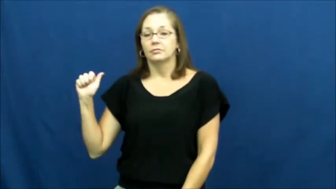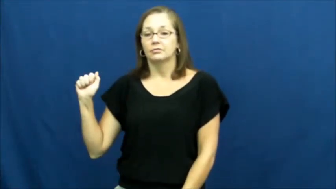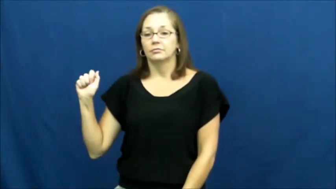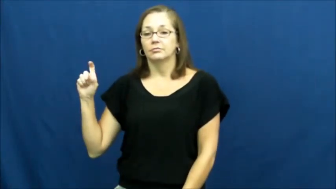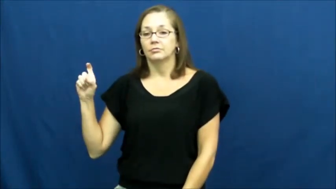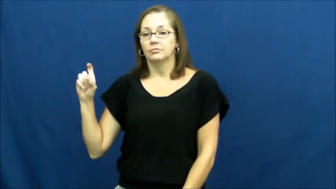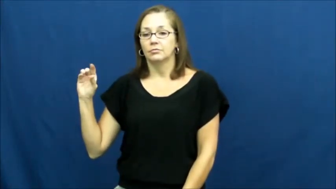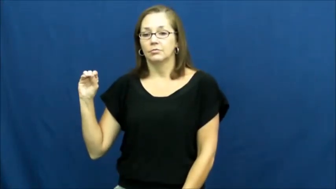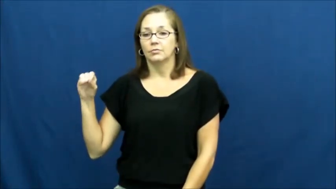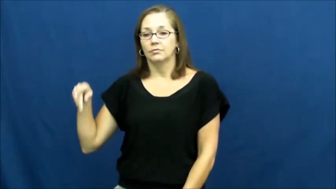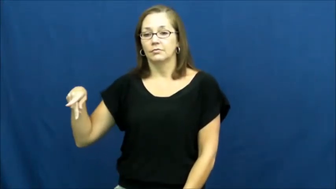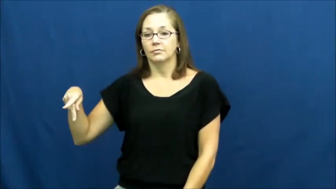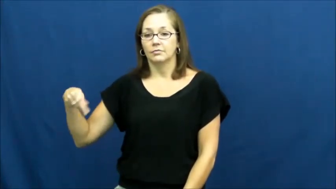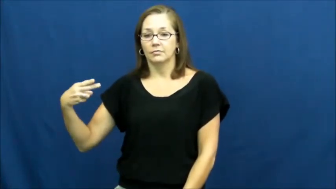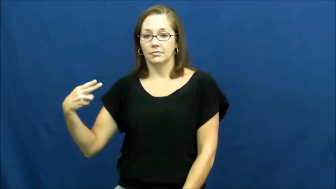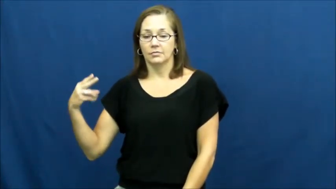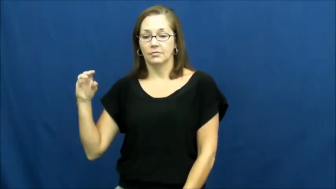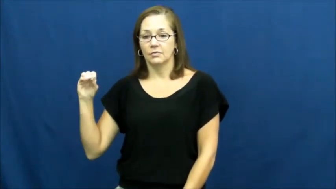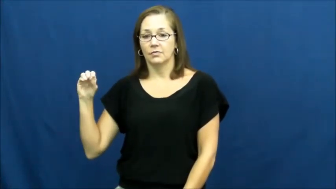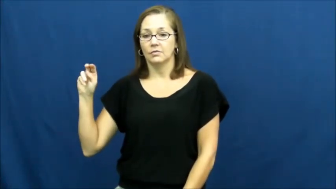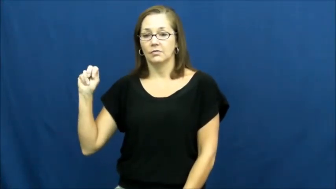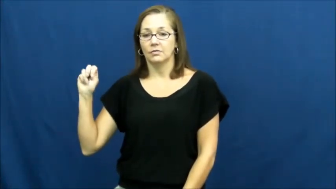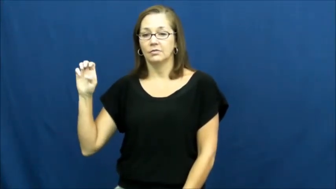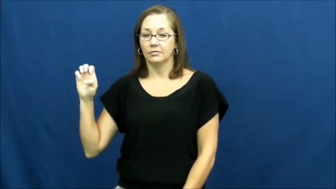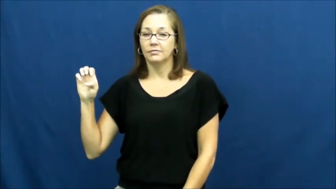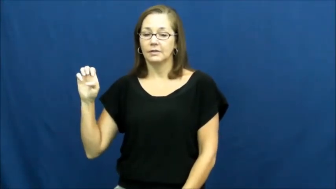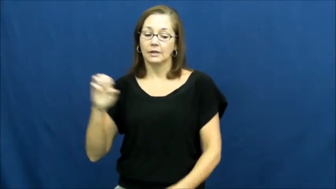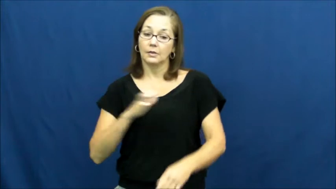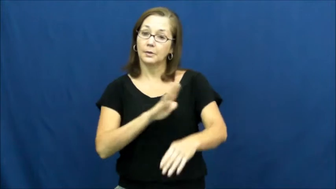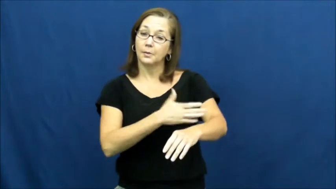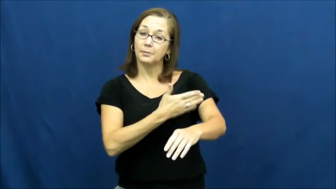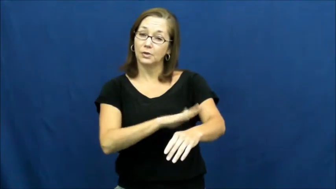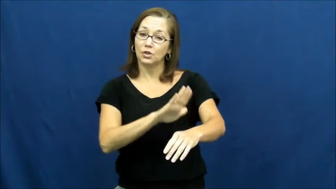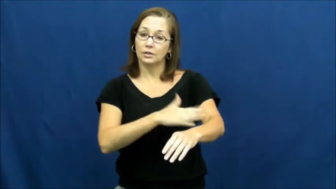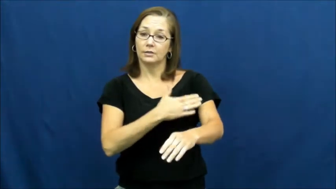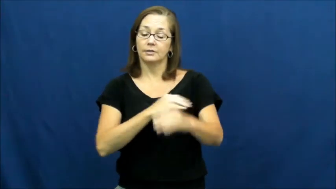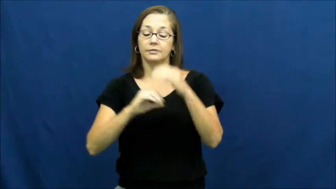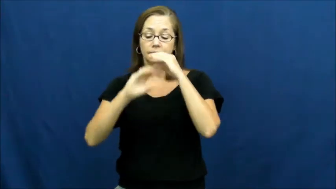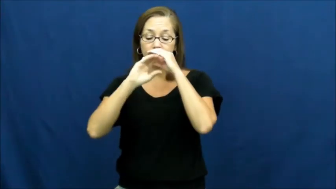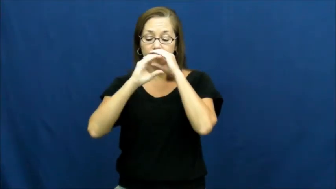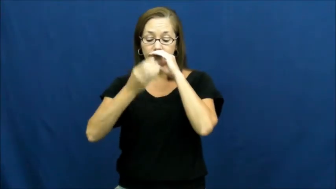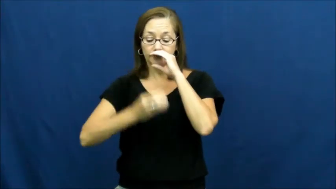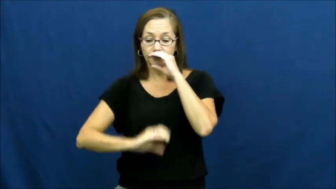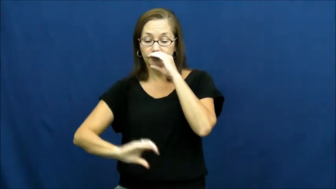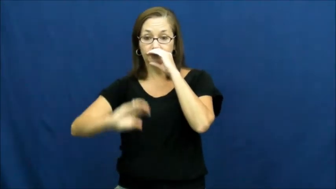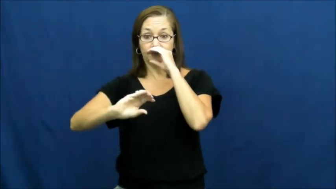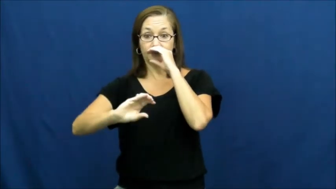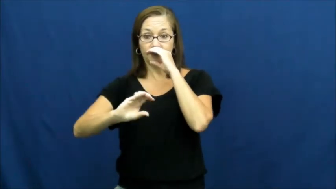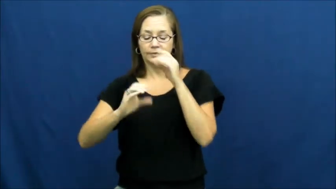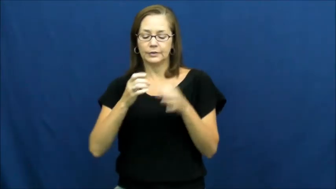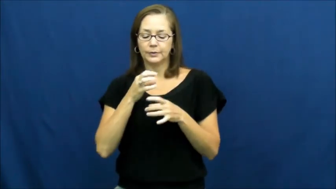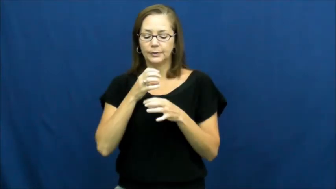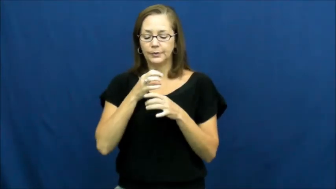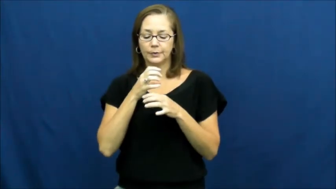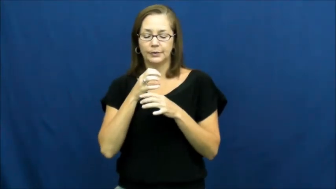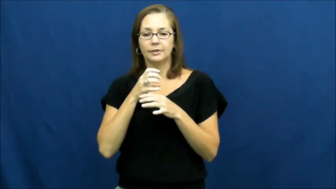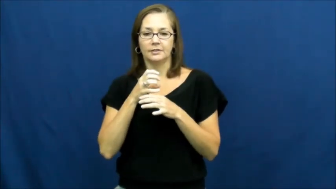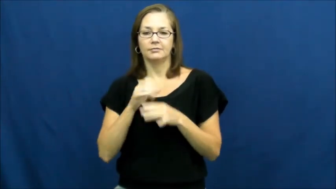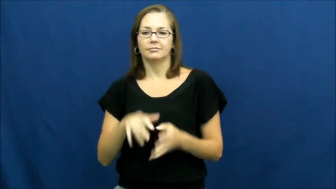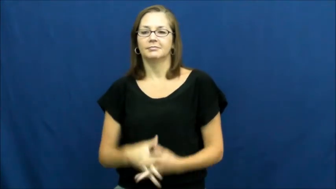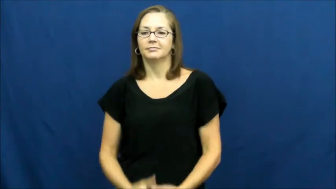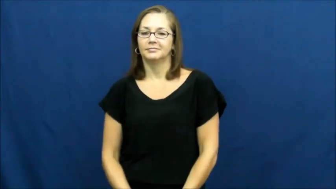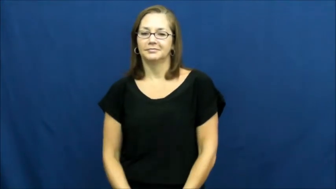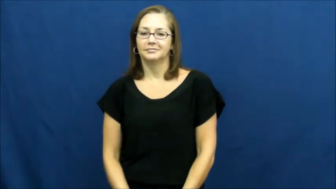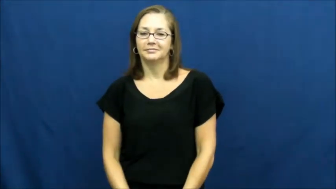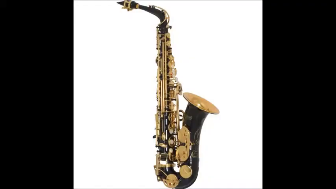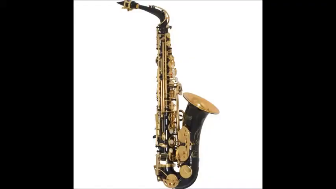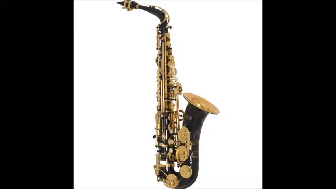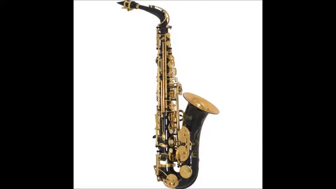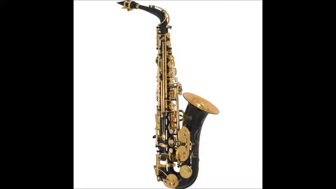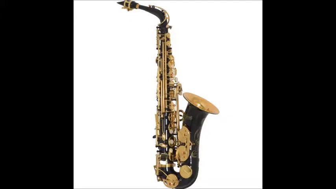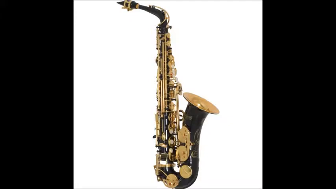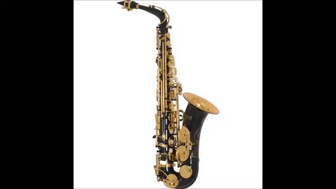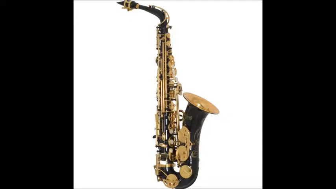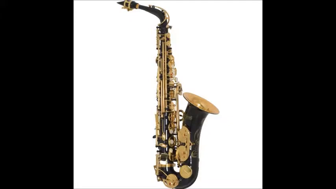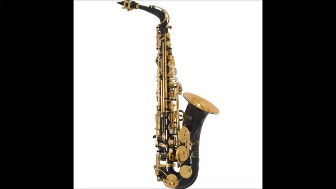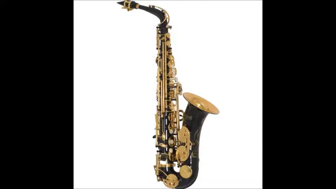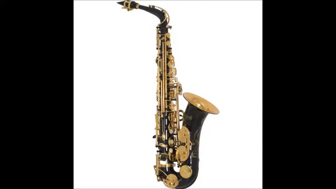saxophone